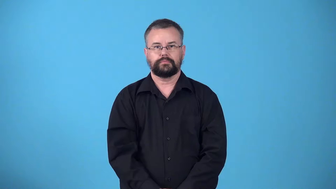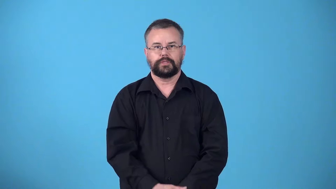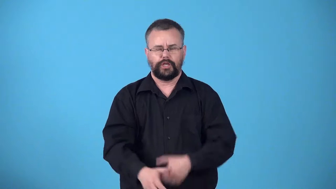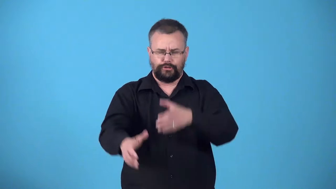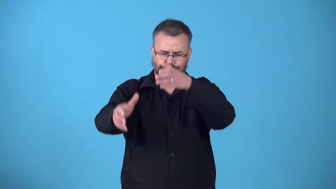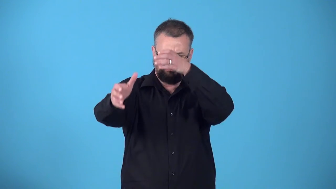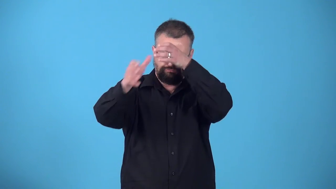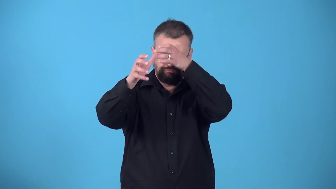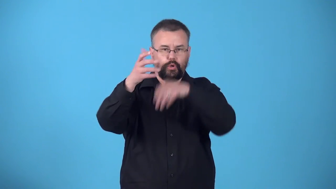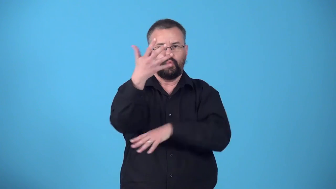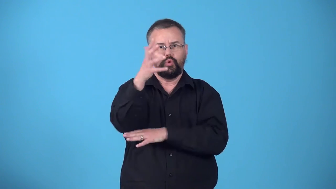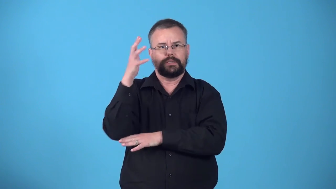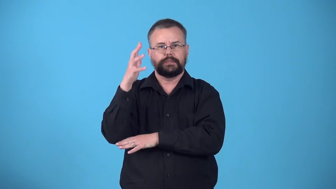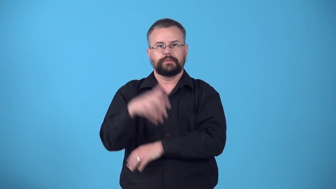woodcraft-knowledge of forest